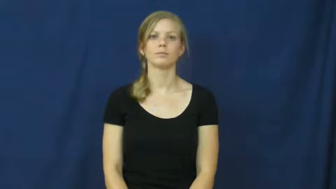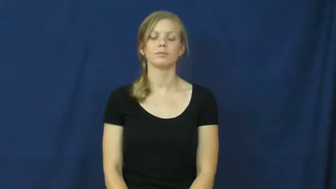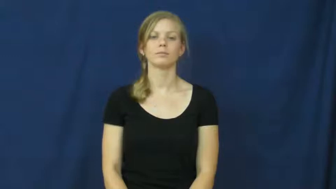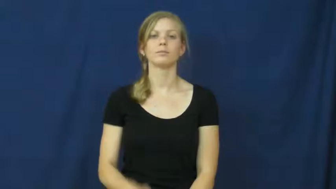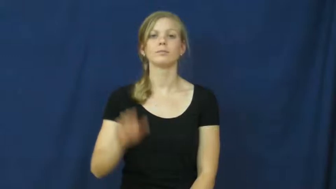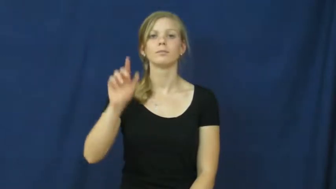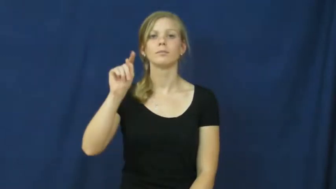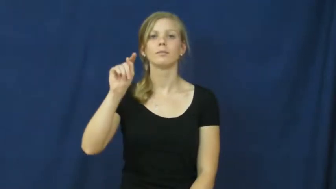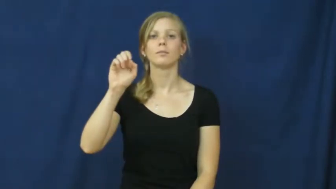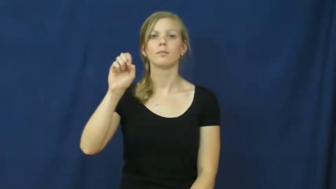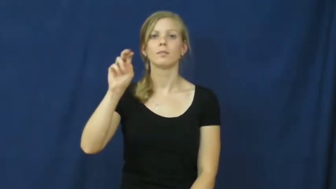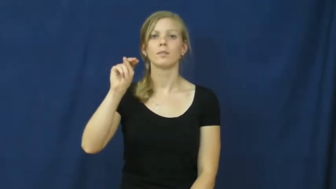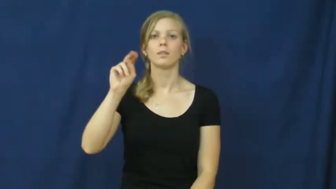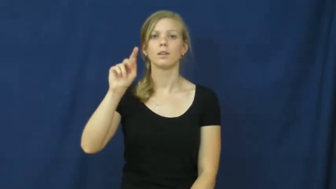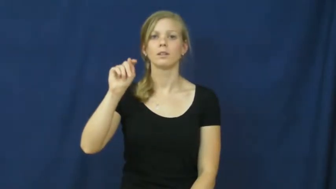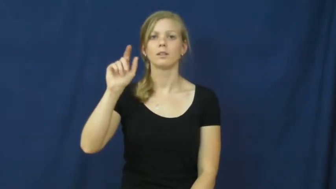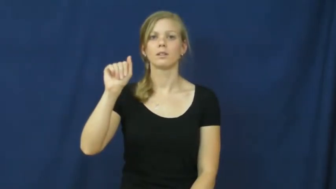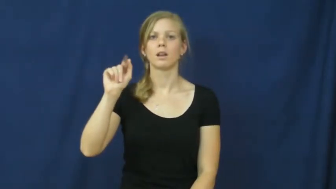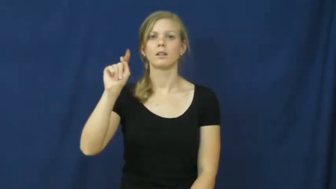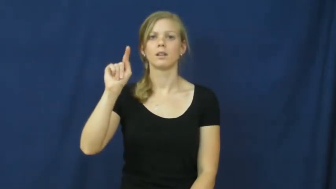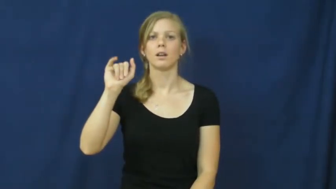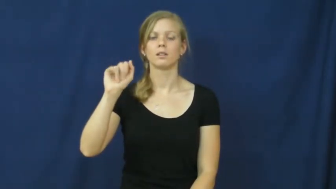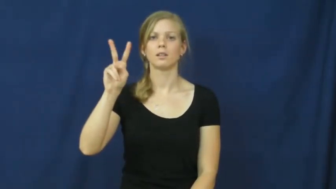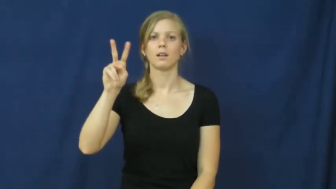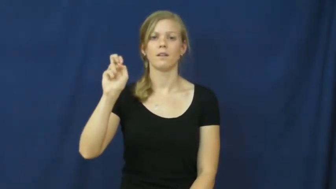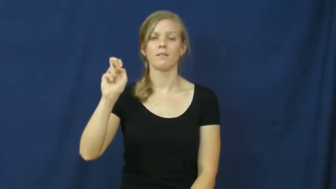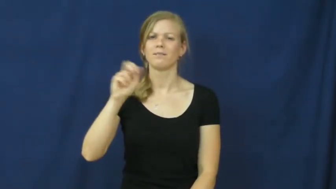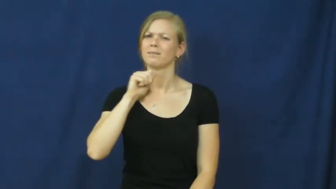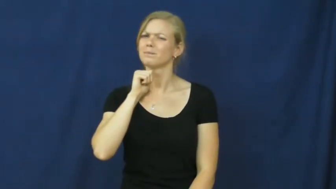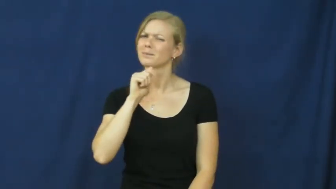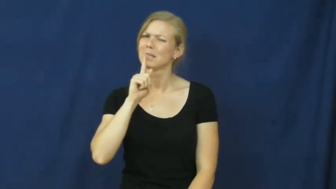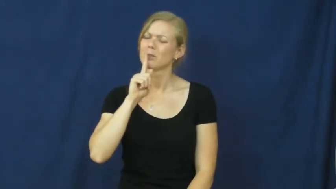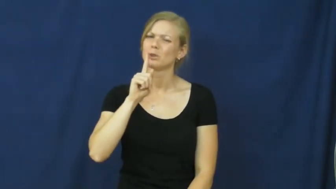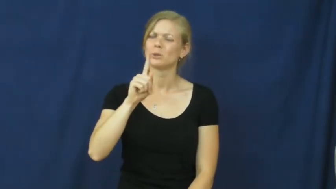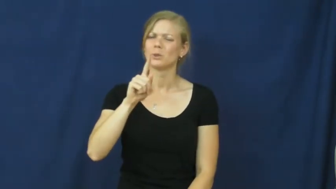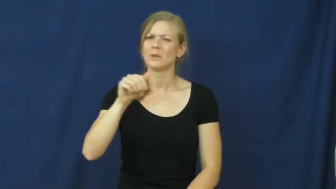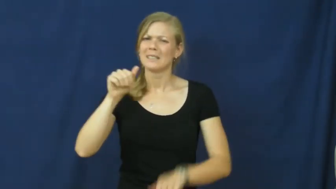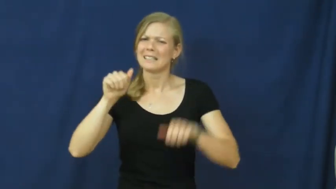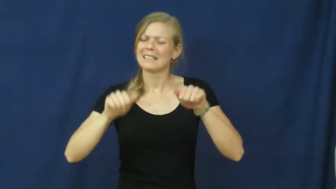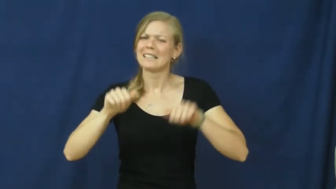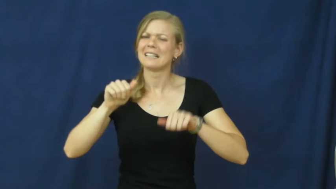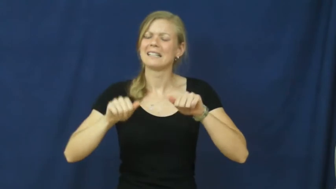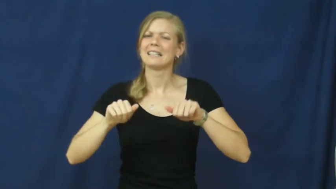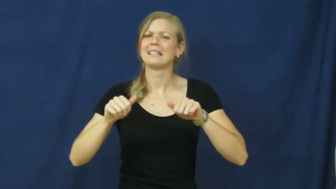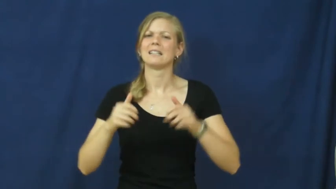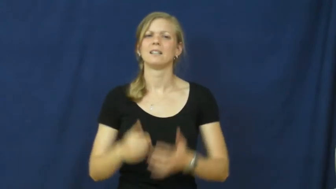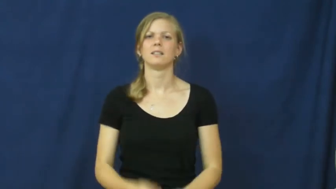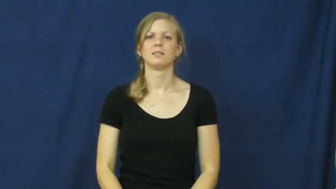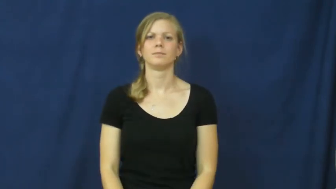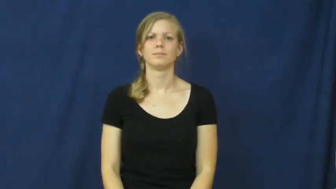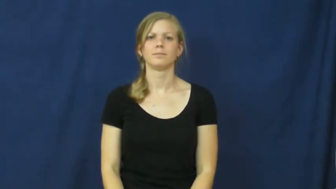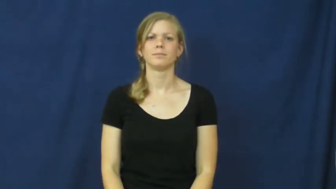tentative